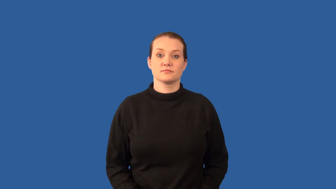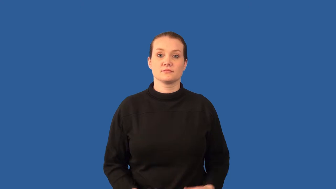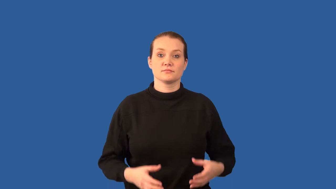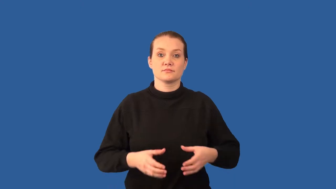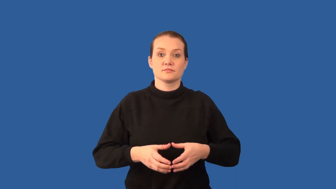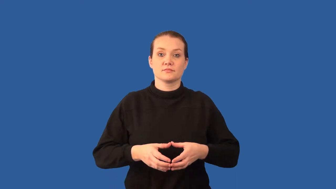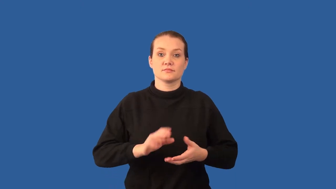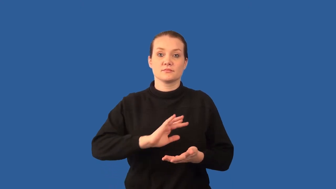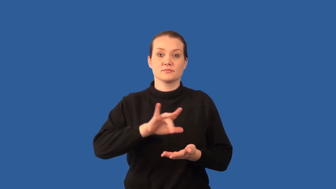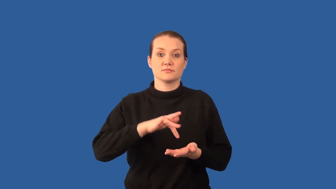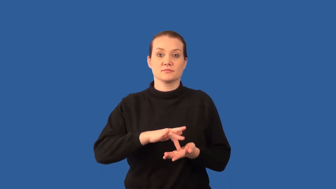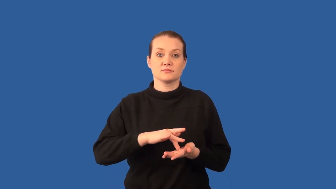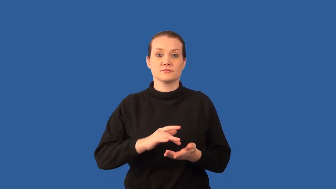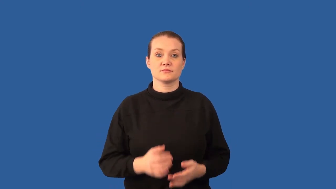nucleus-cell